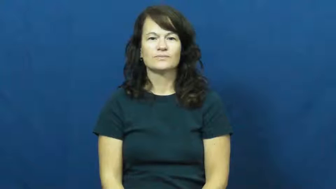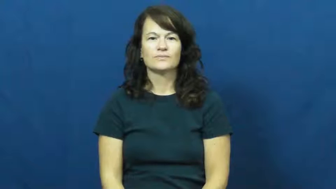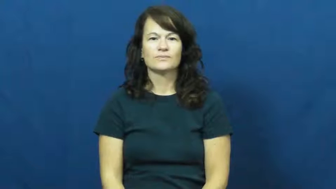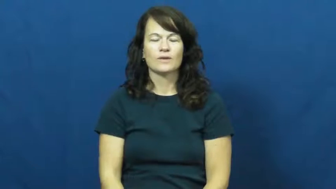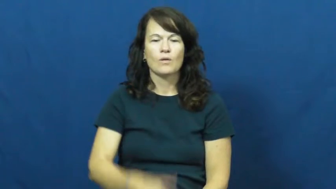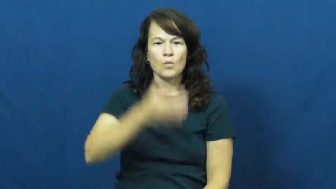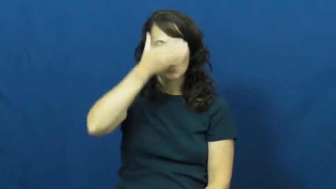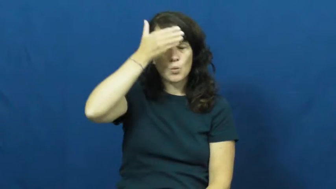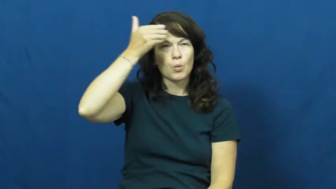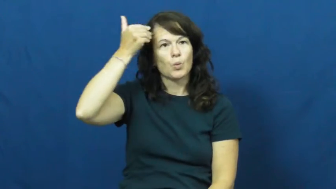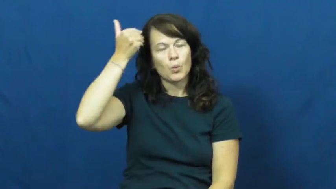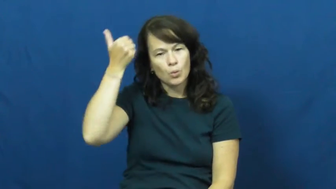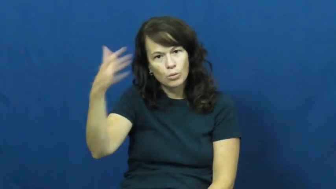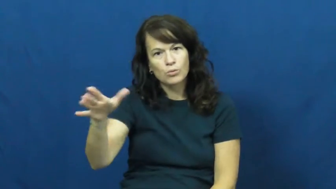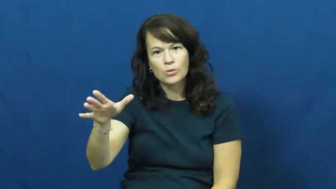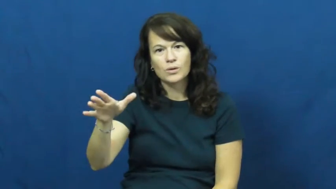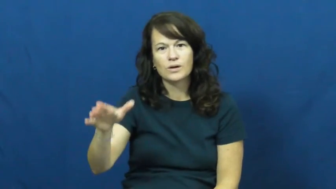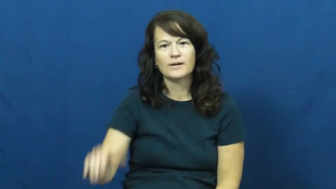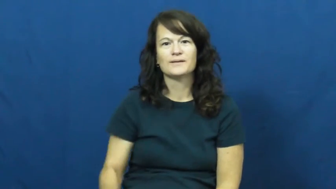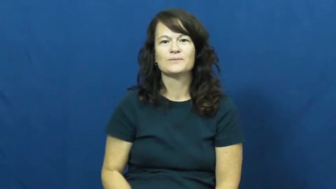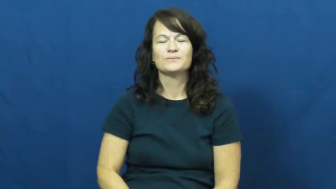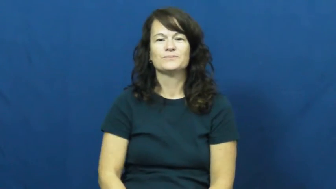whew